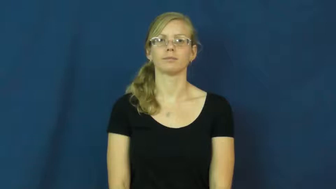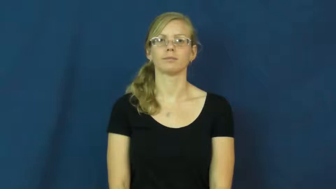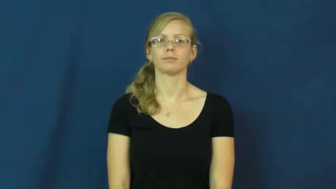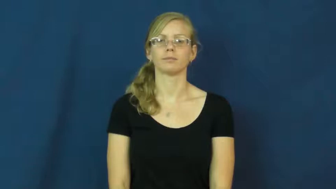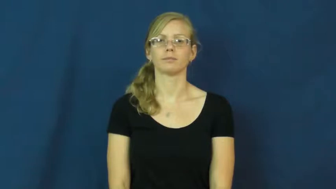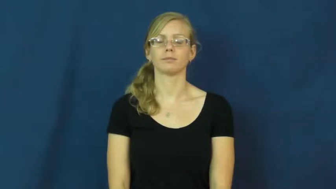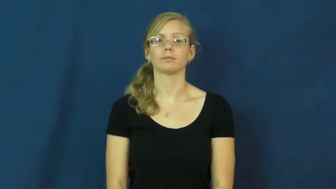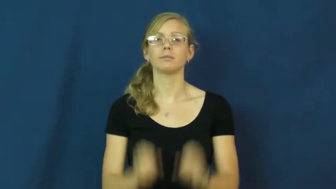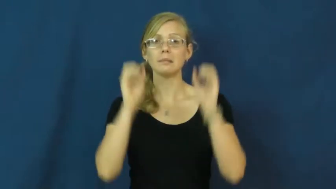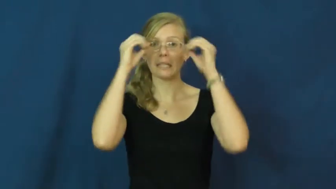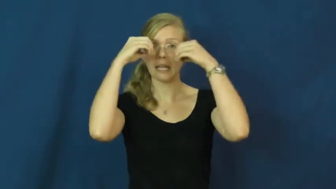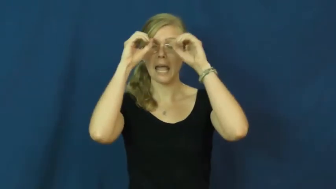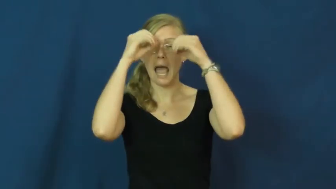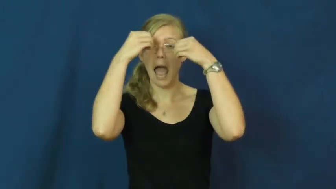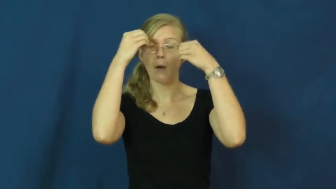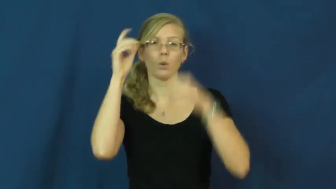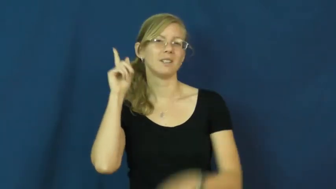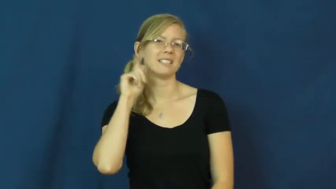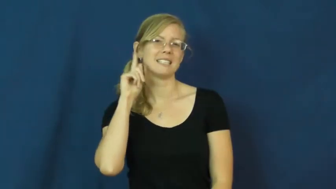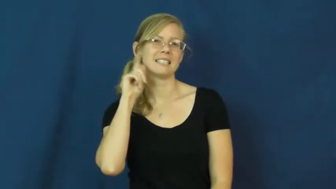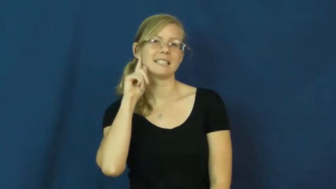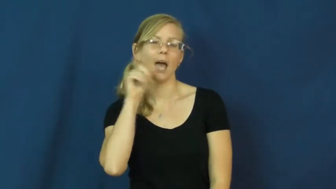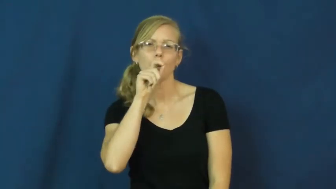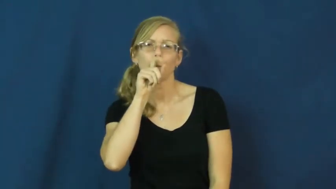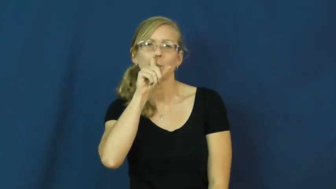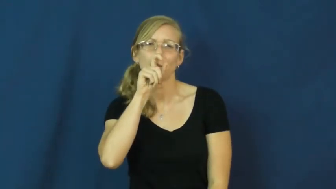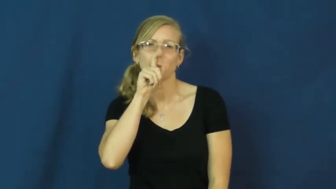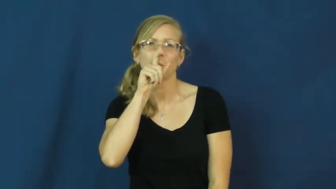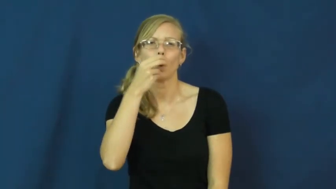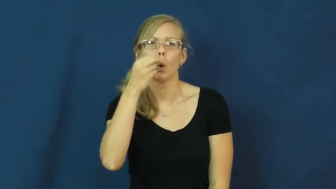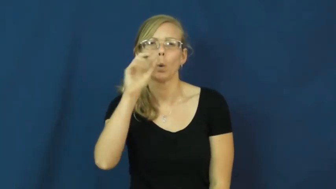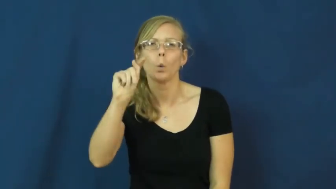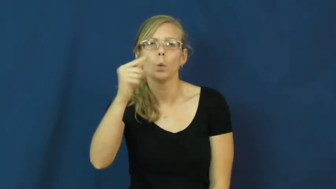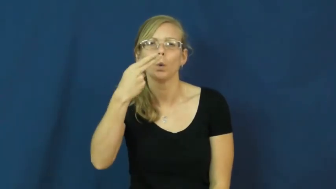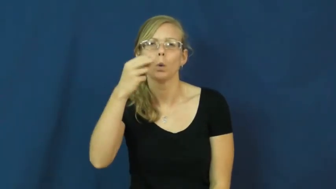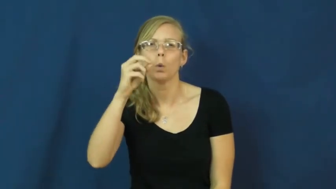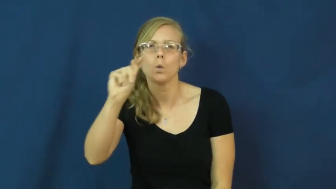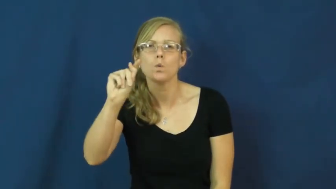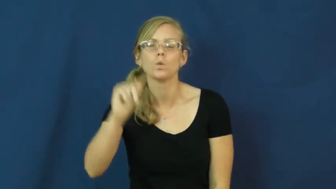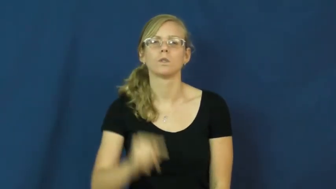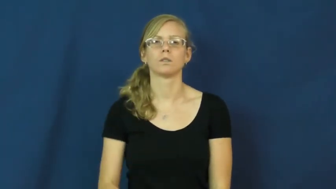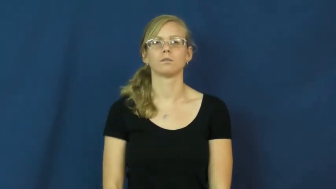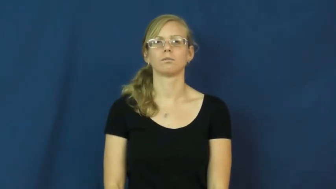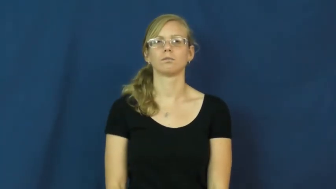hoot-owl